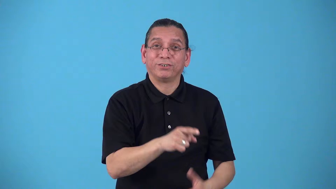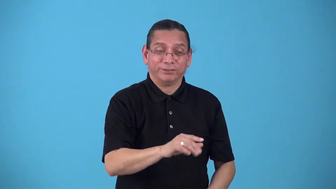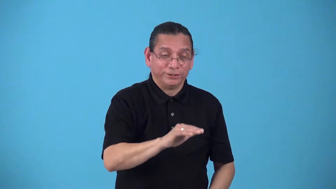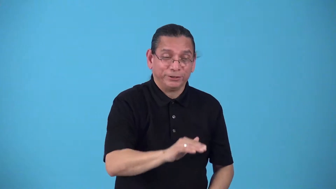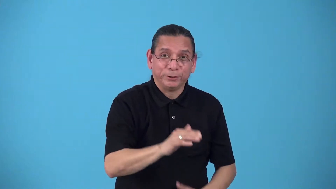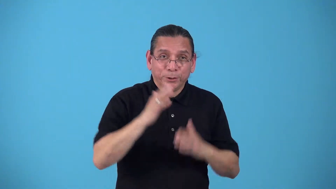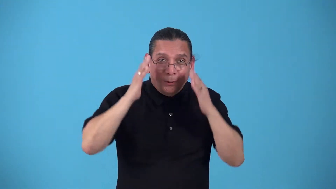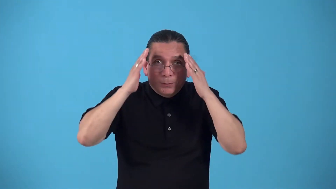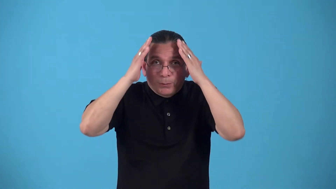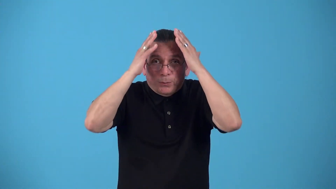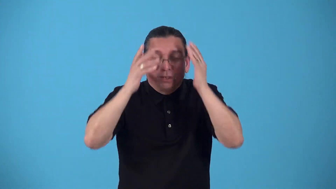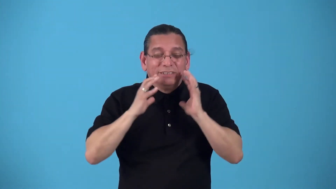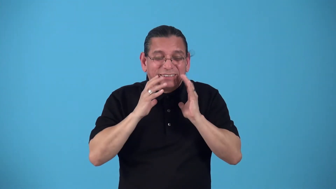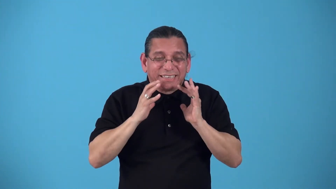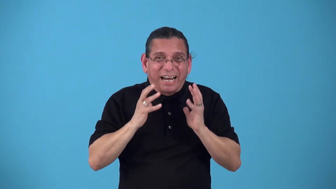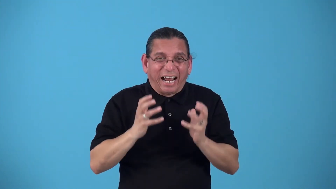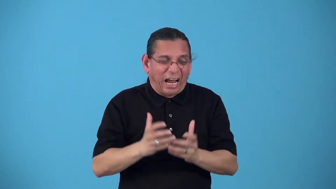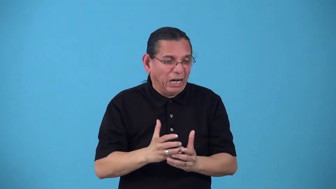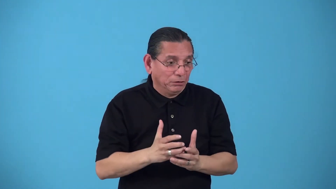gnome